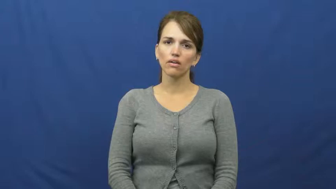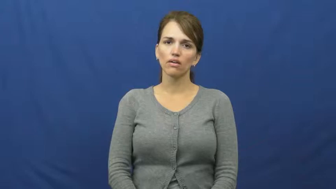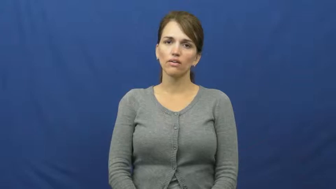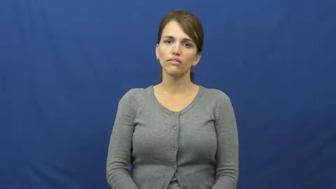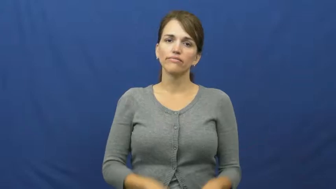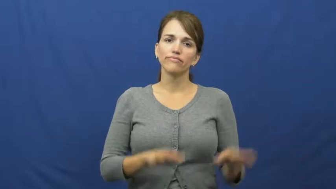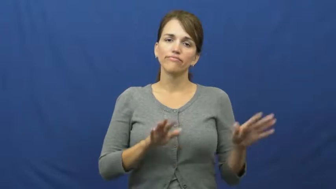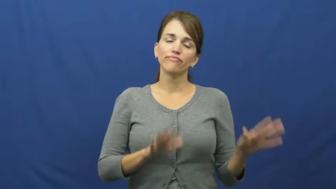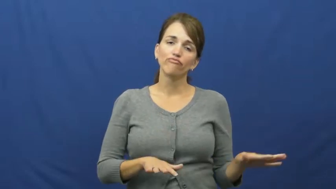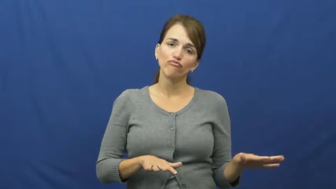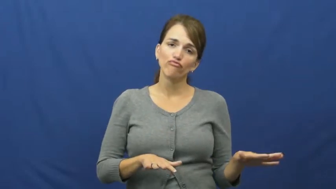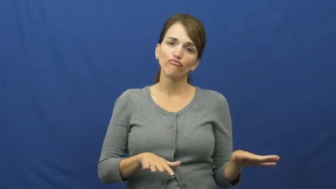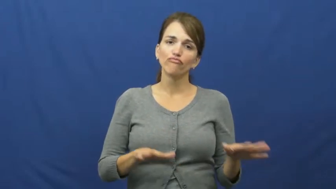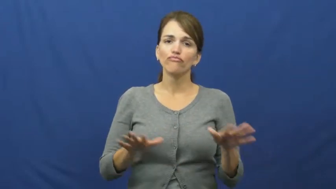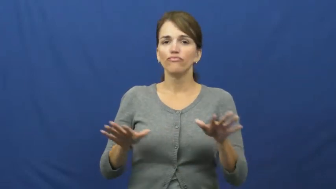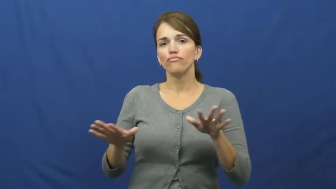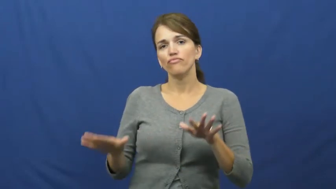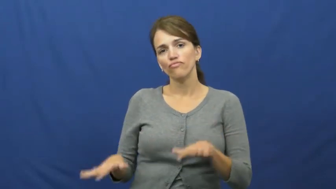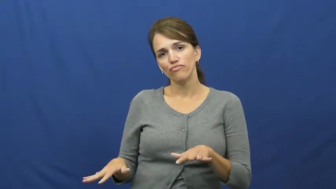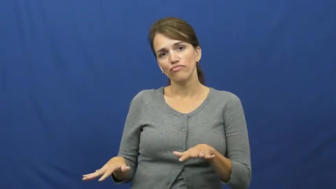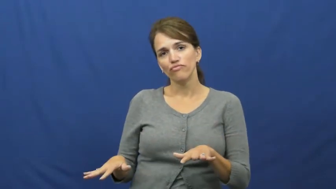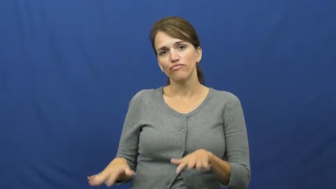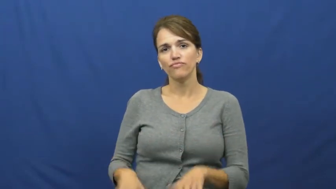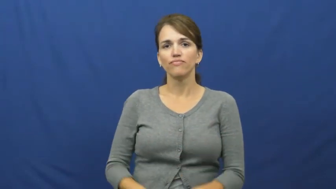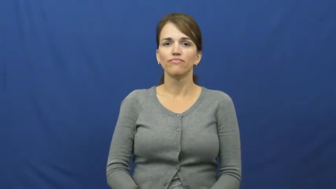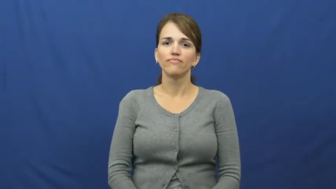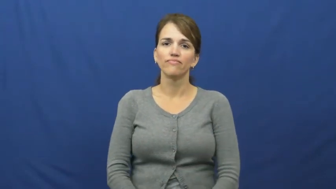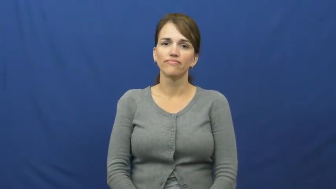sit around-do nothing